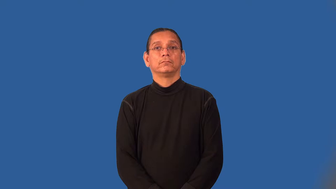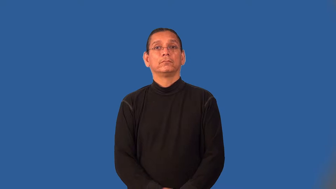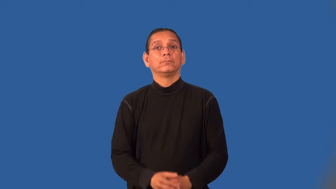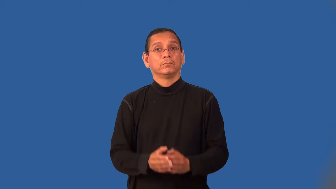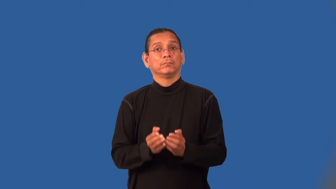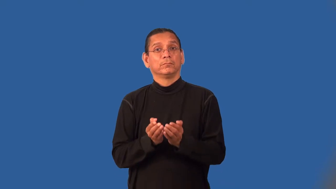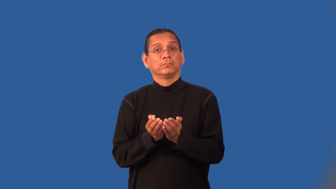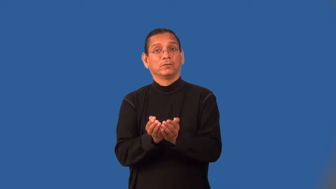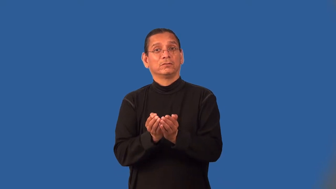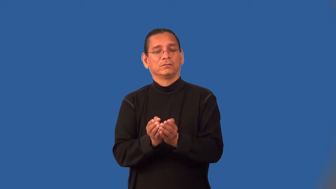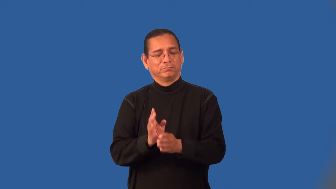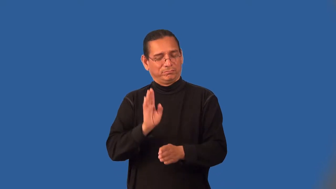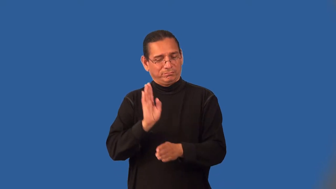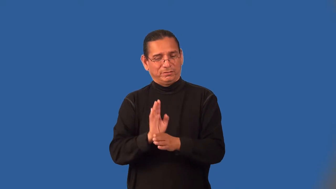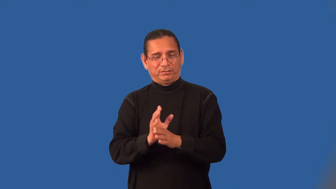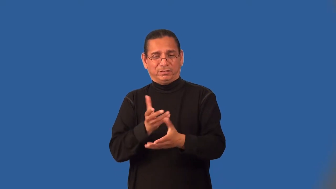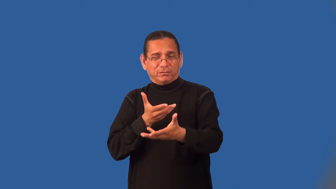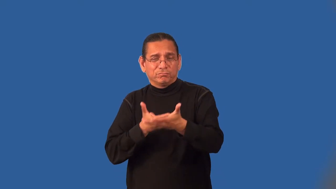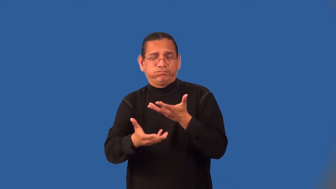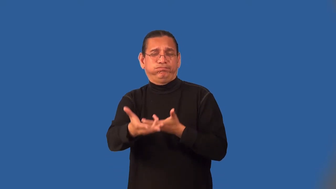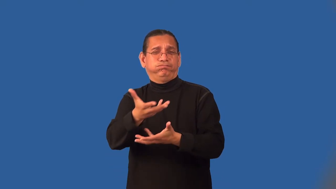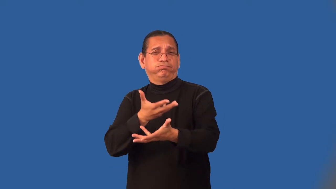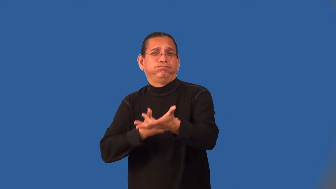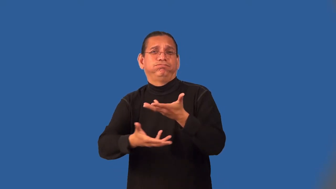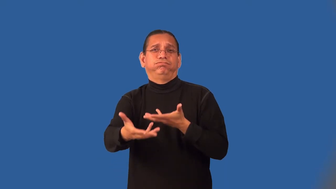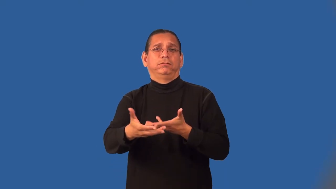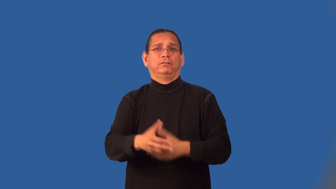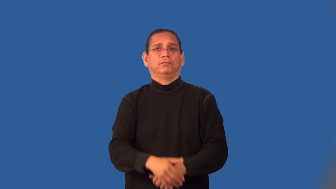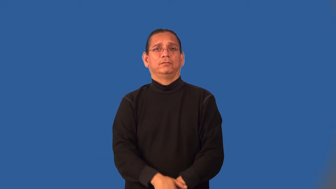maritime